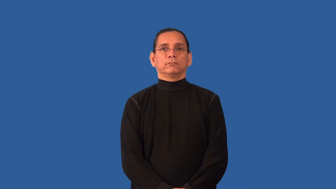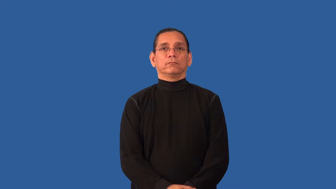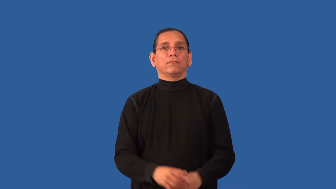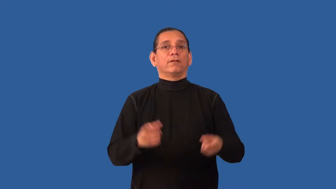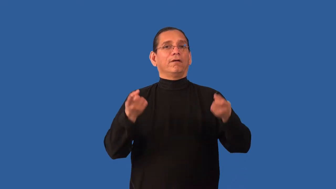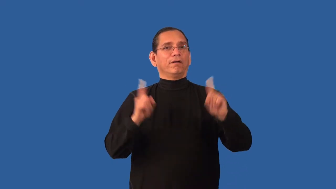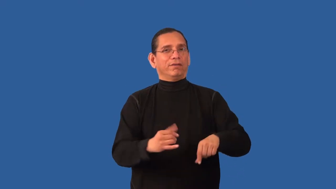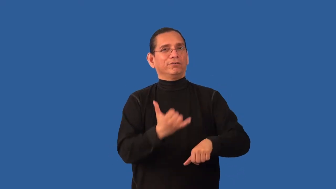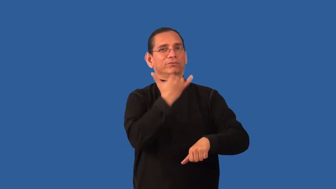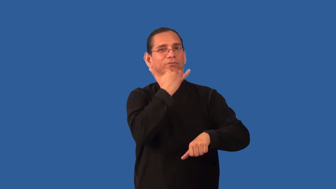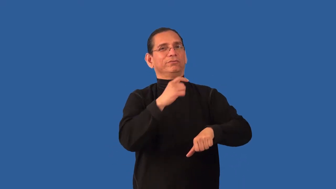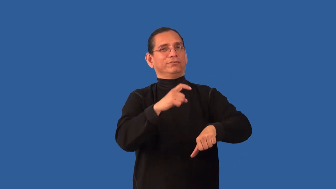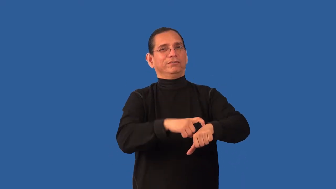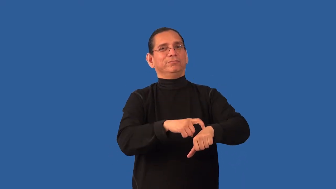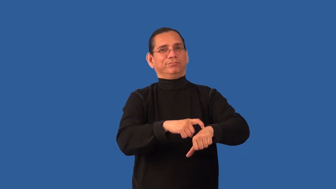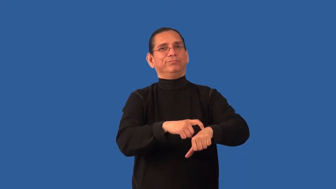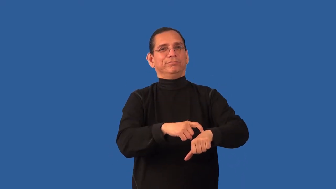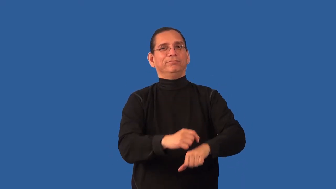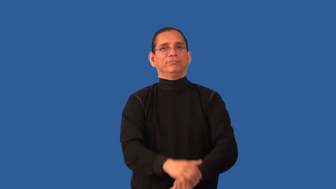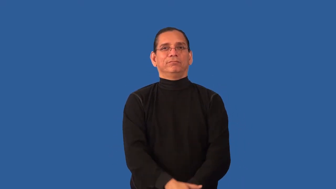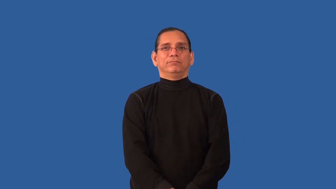inopportune